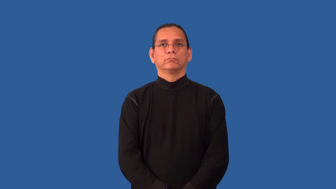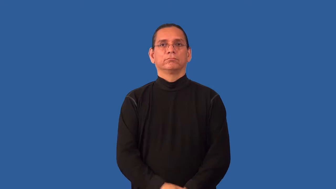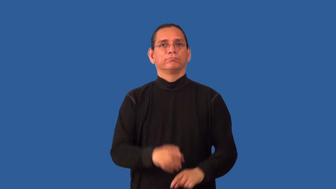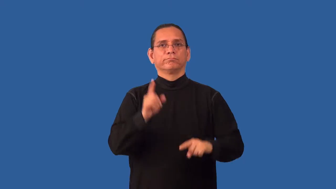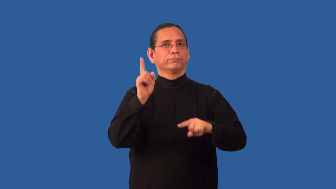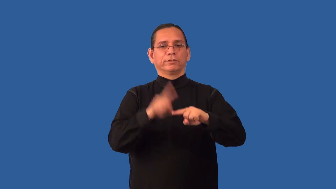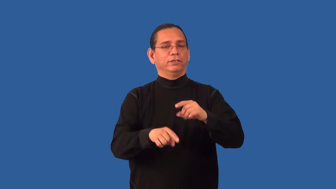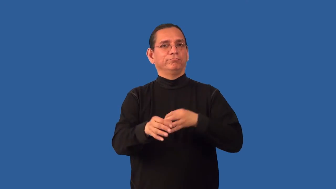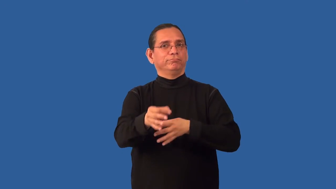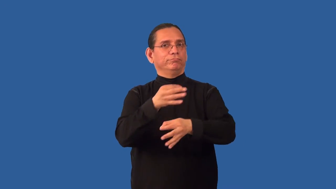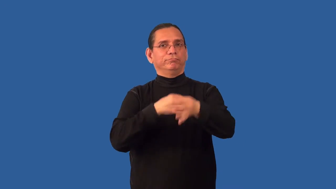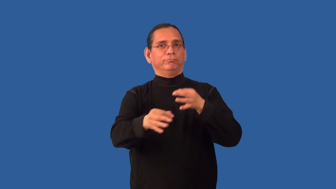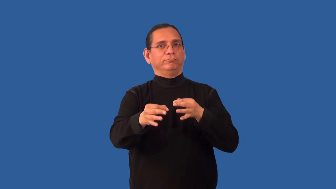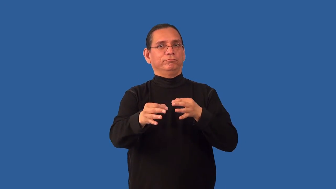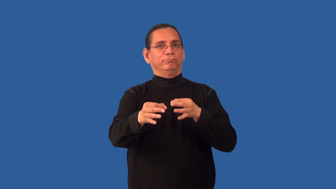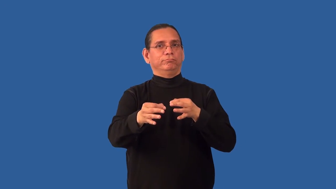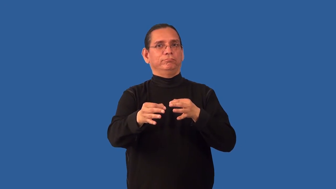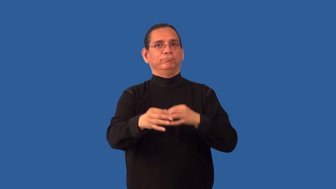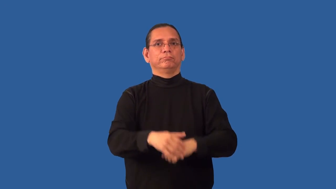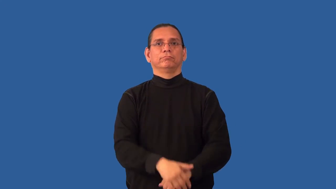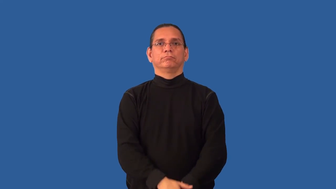nonreturnable